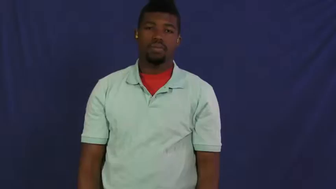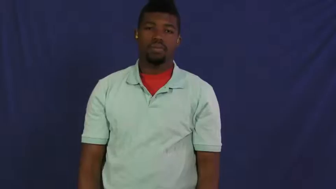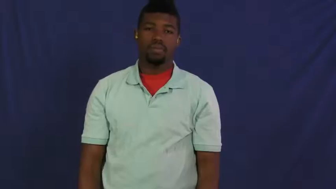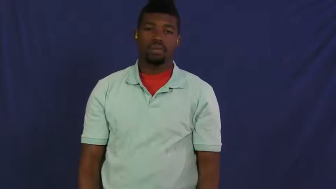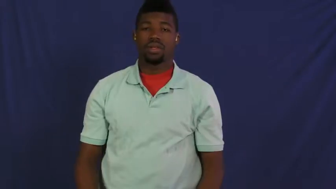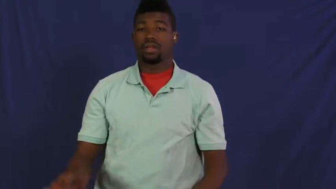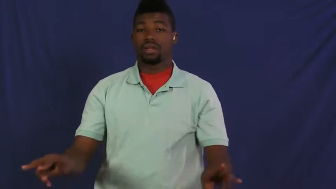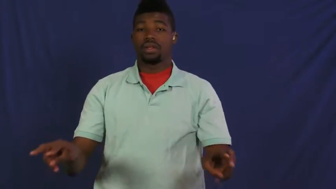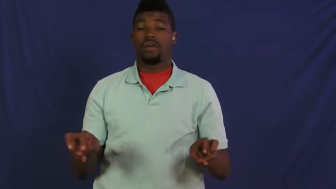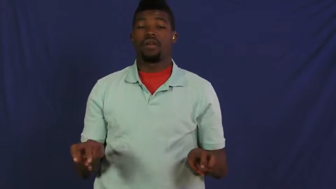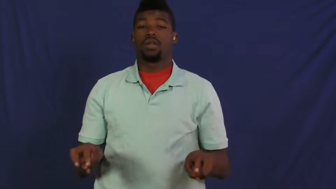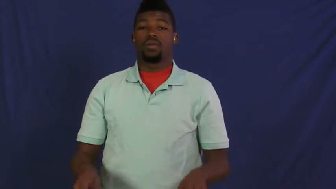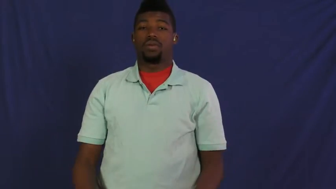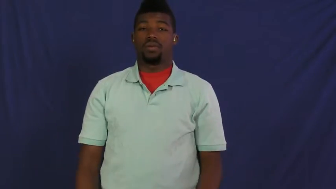selfish,rapacious